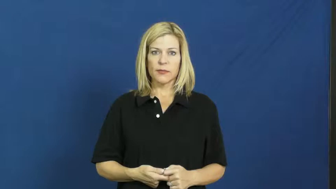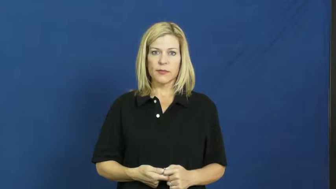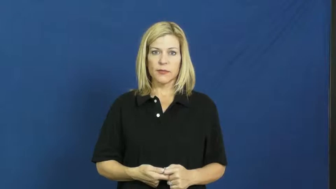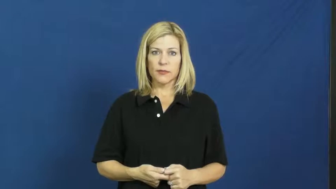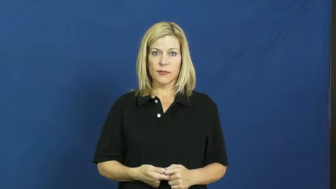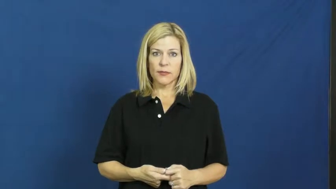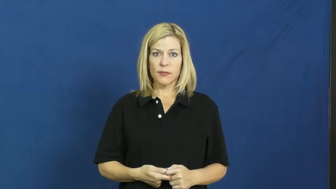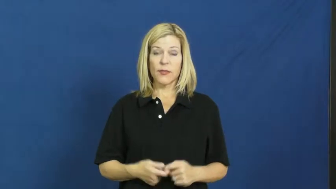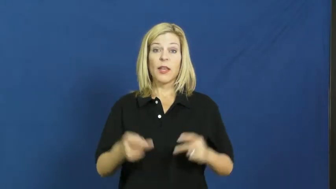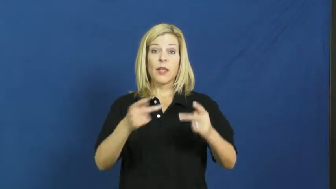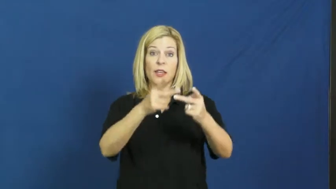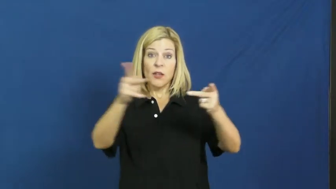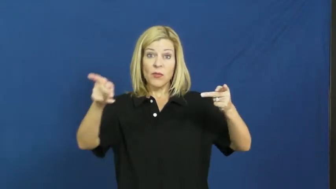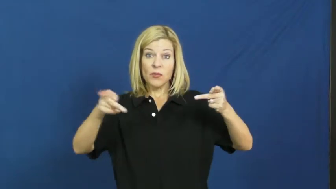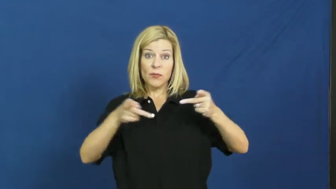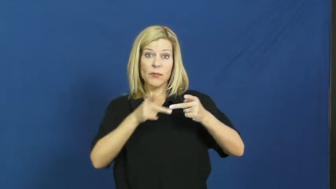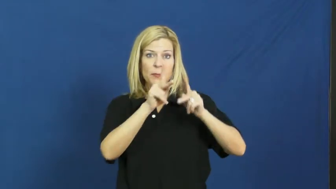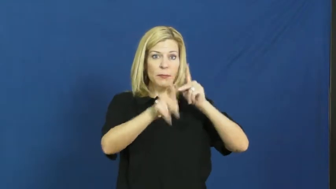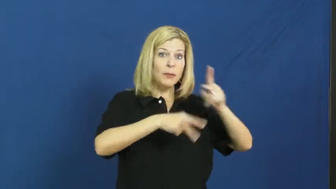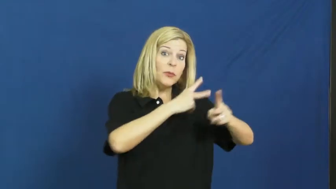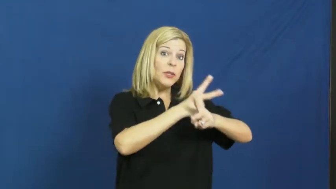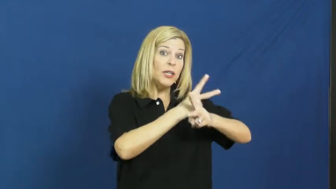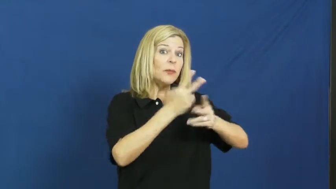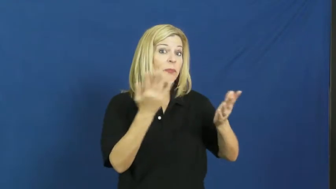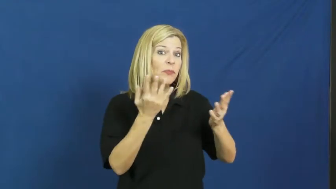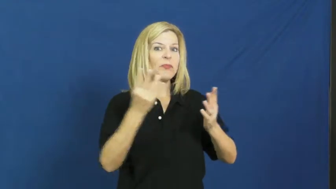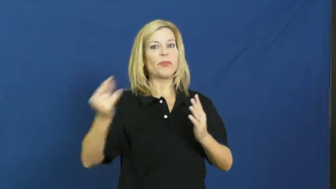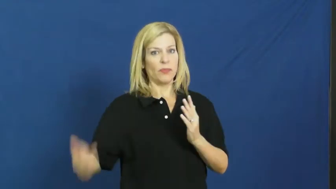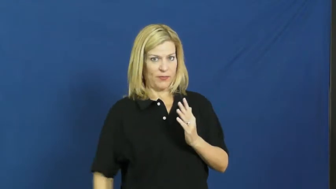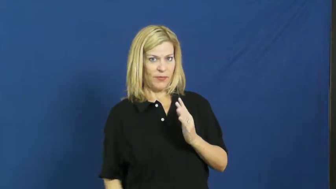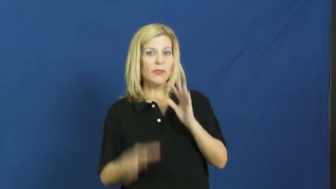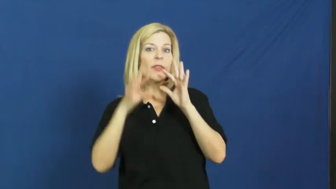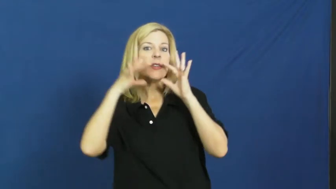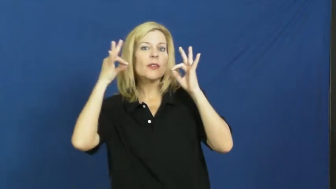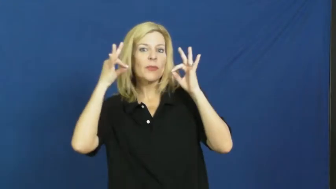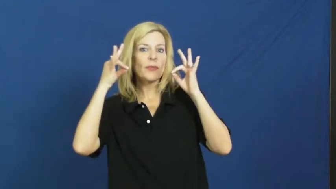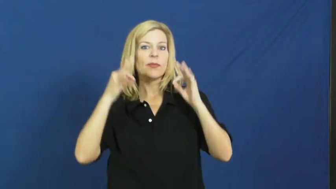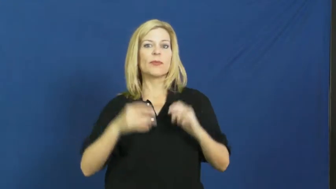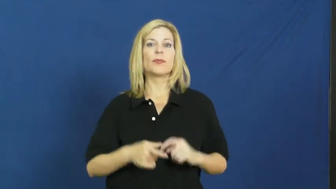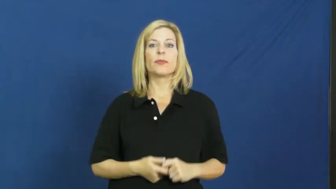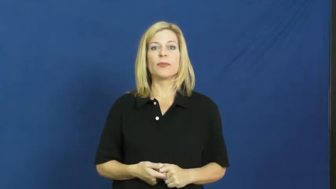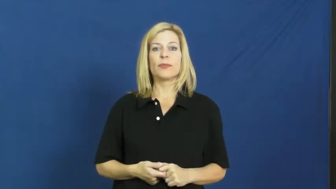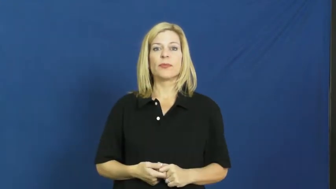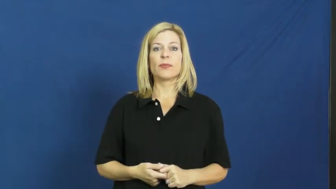kennel